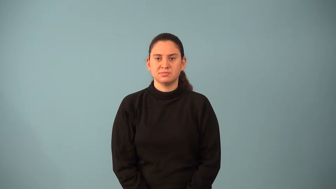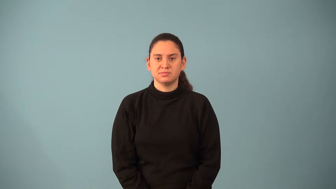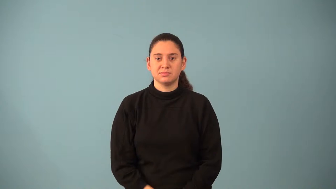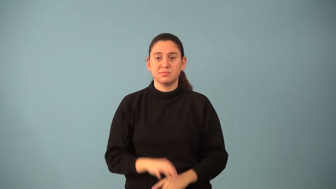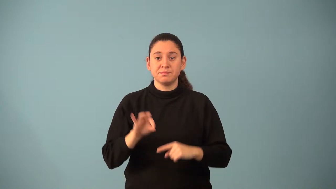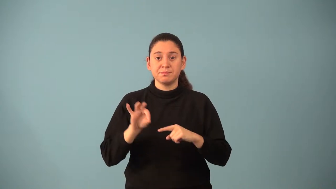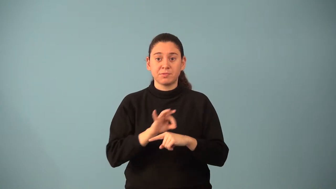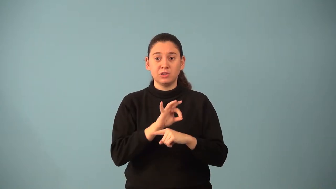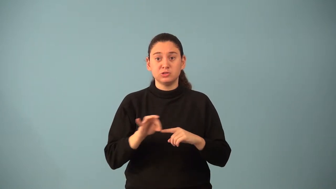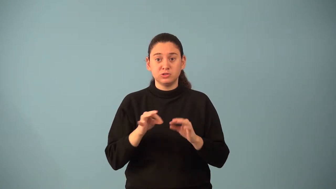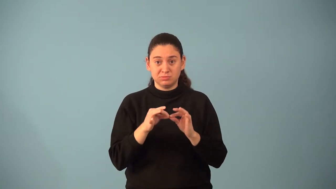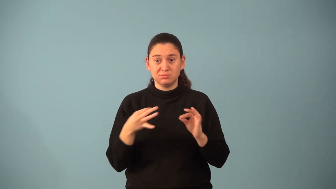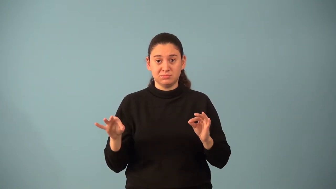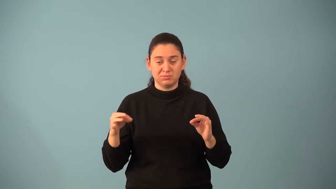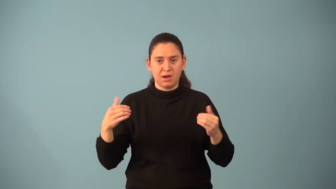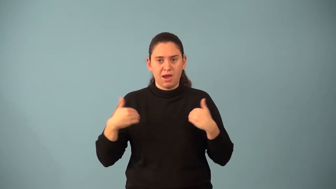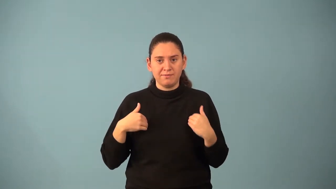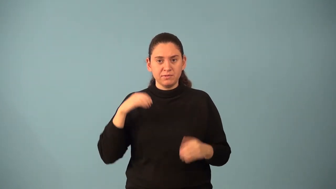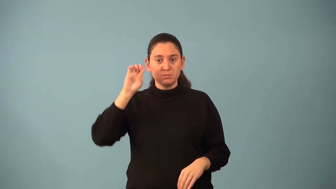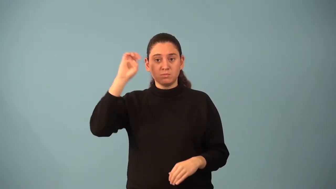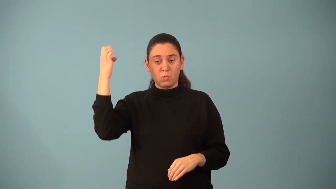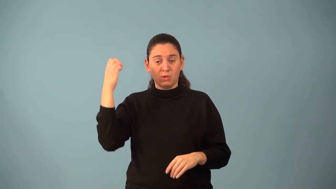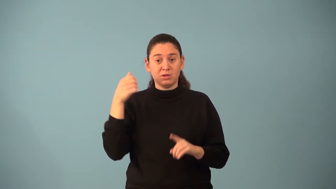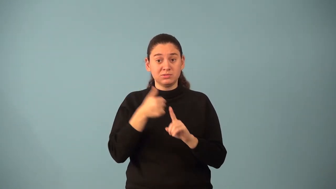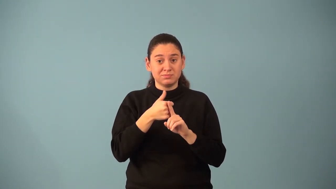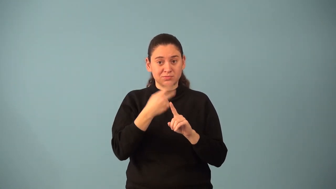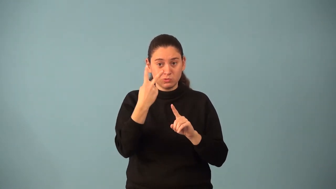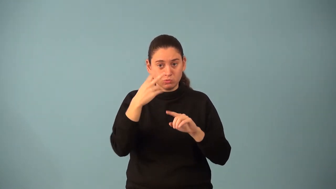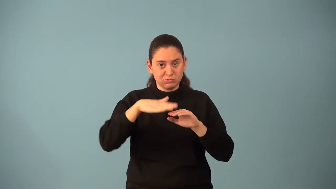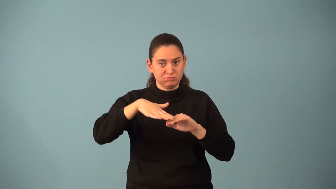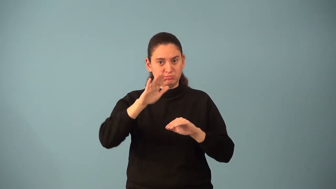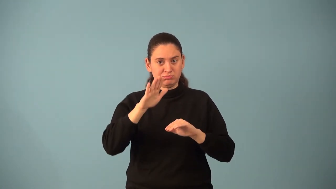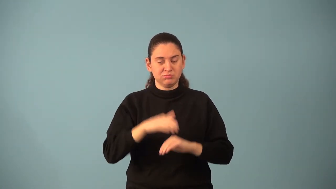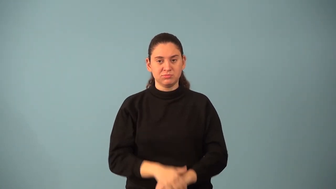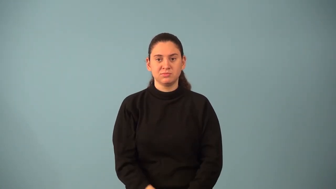nonlinear function